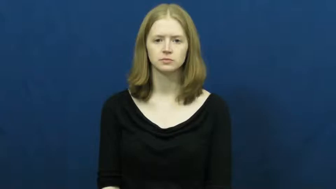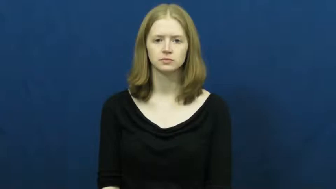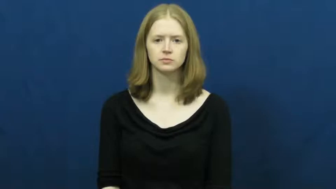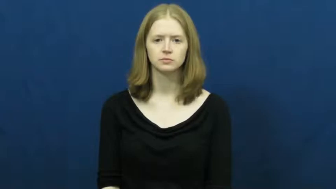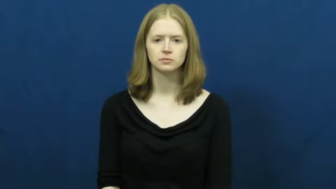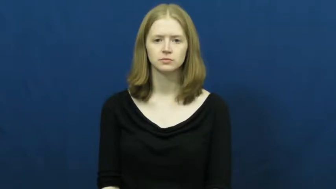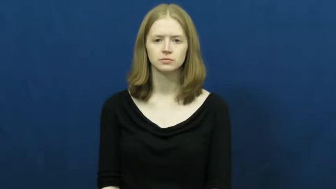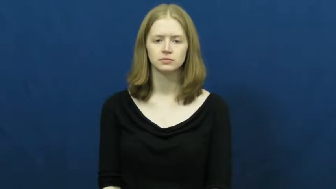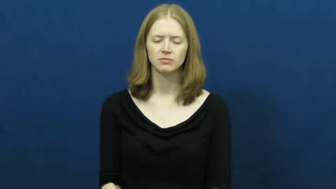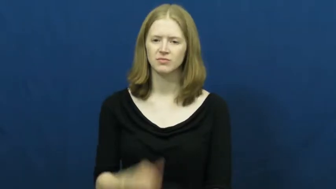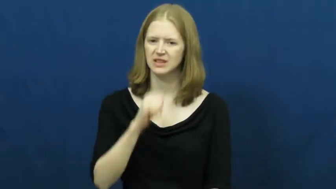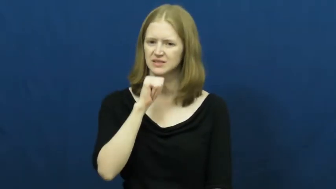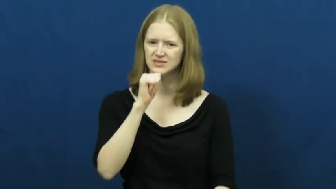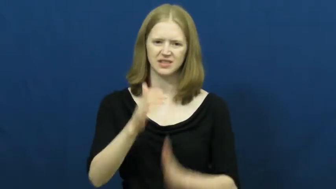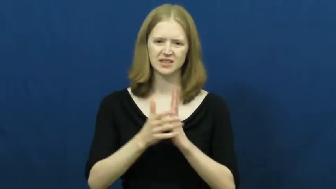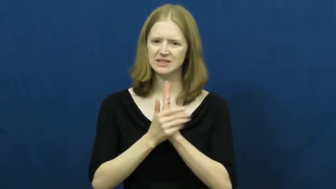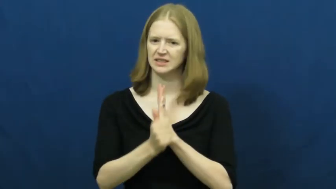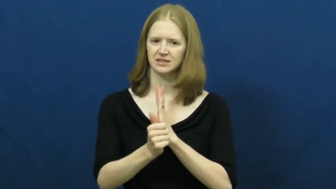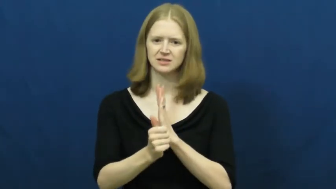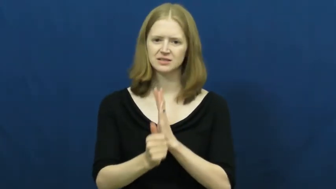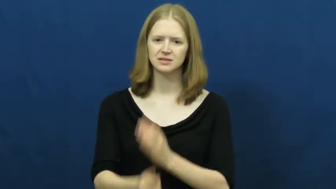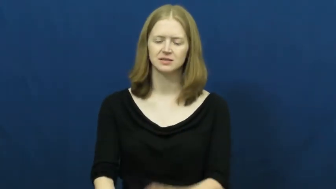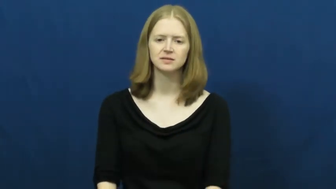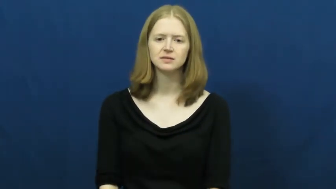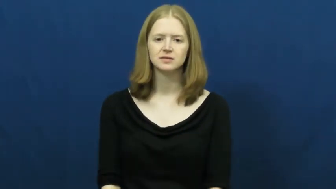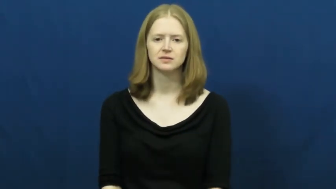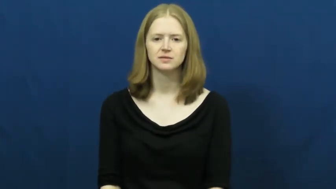unskilled